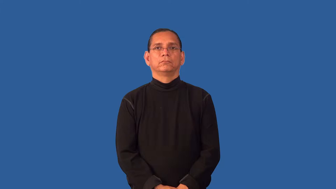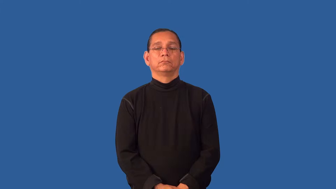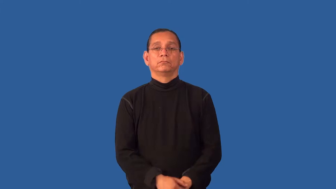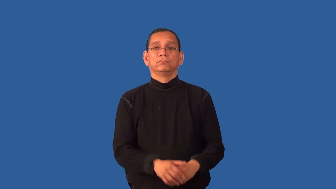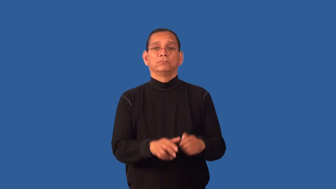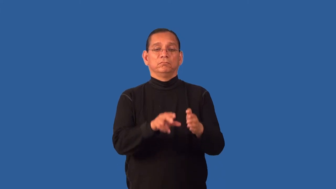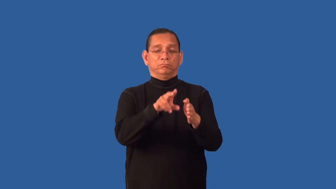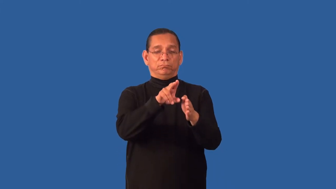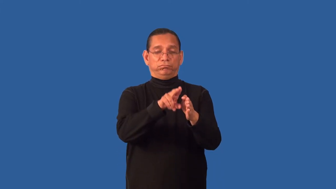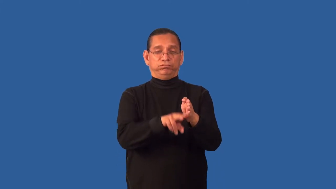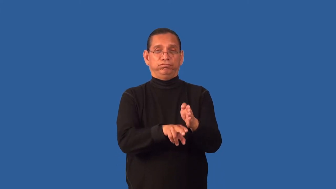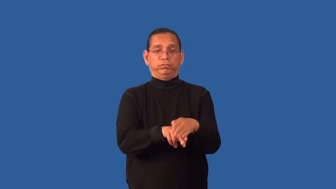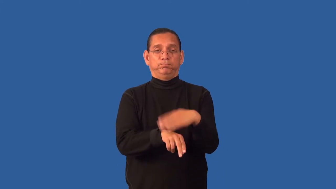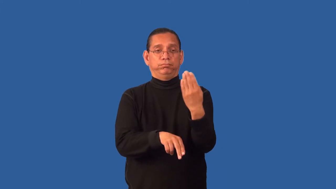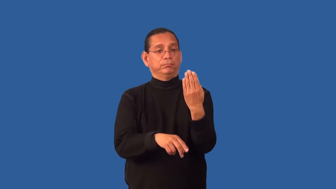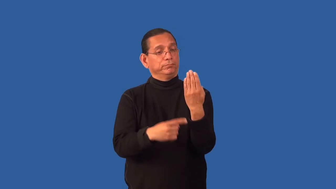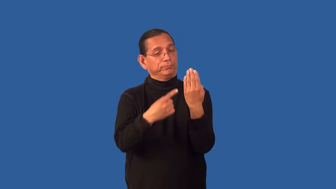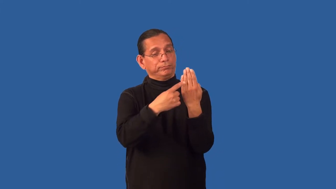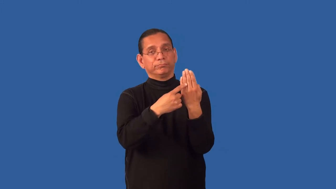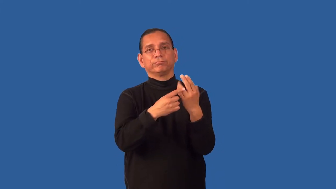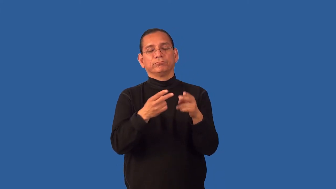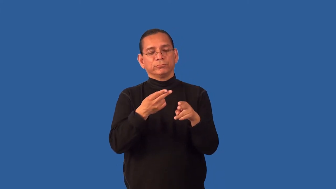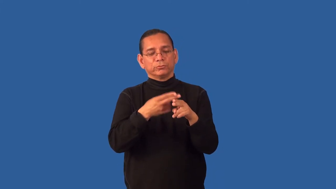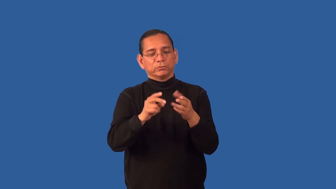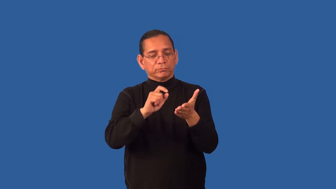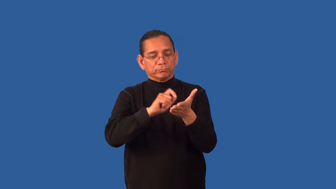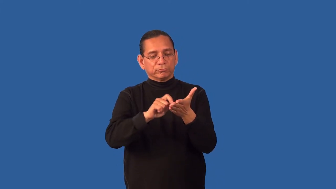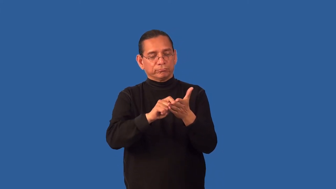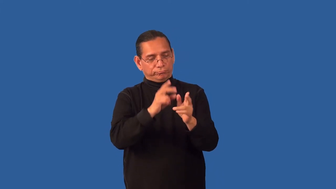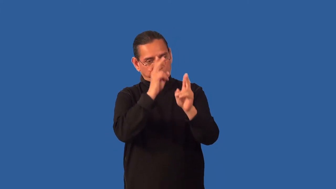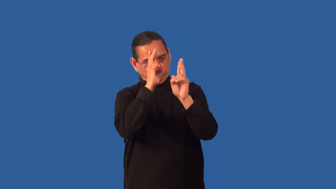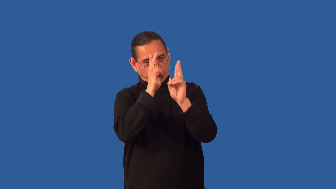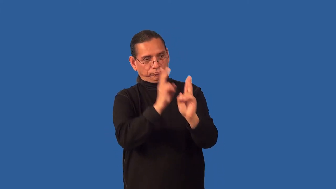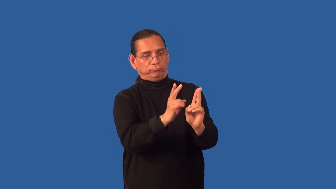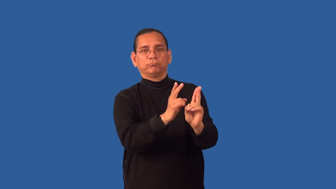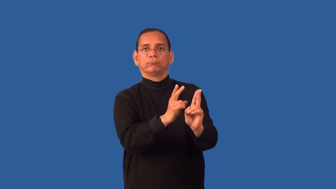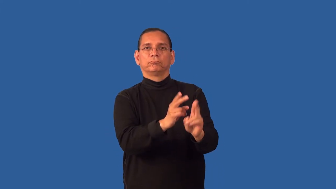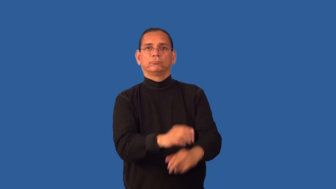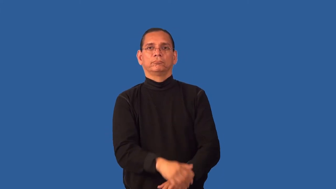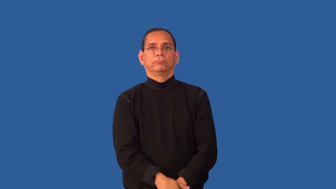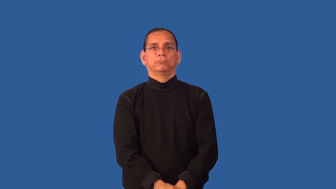epitaph